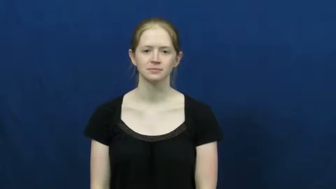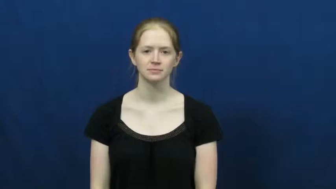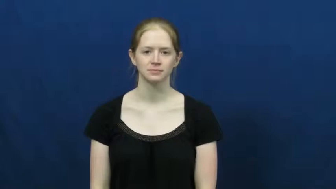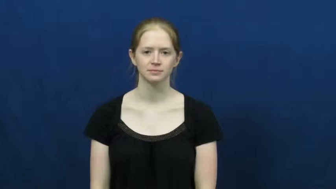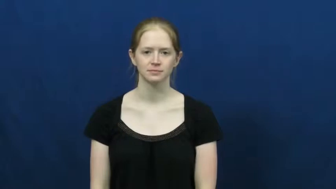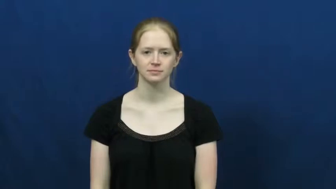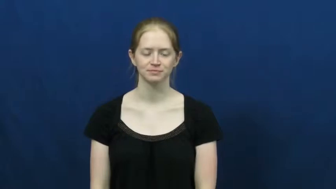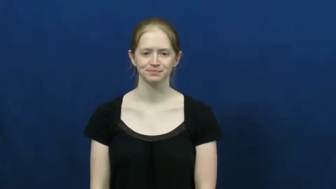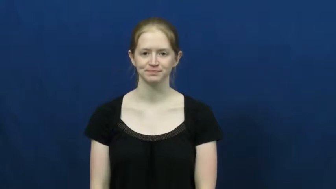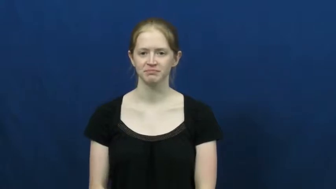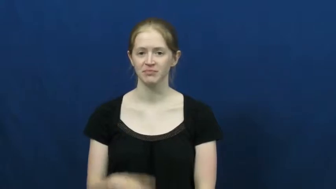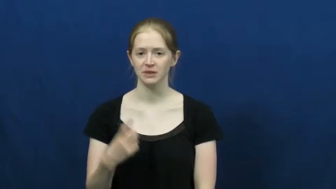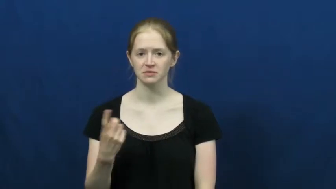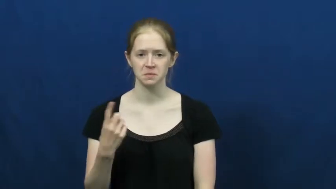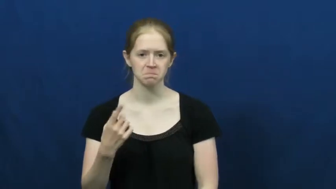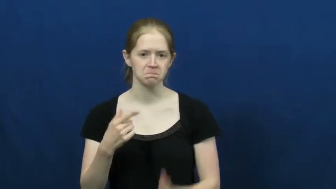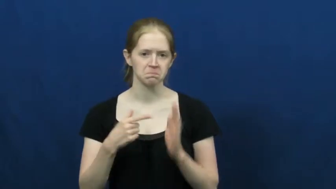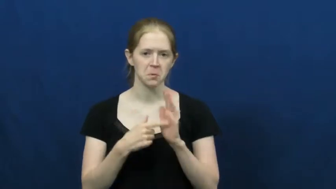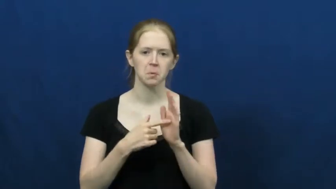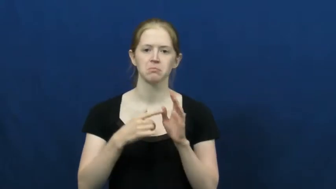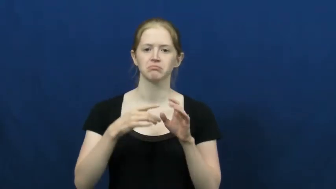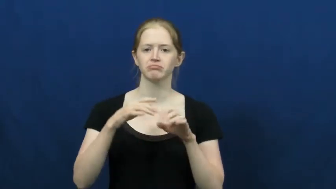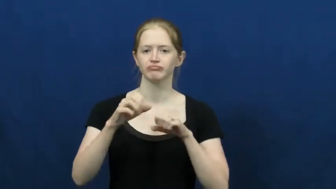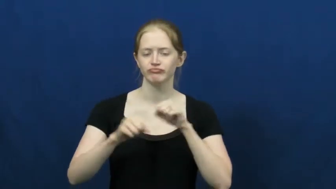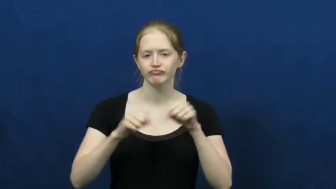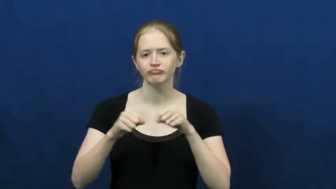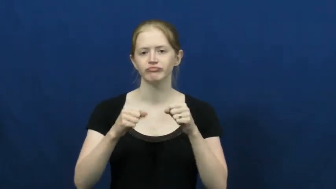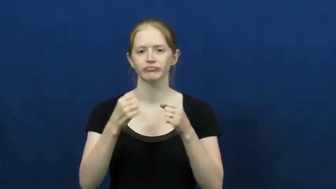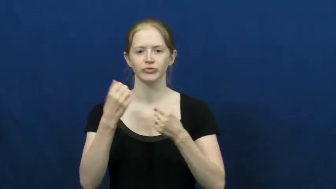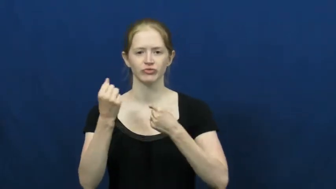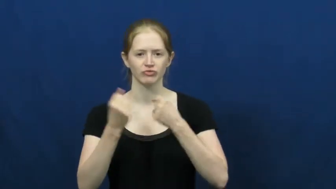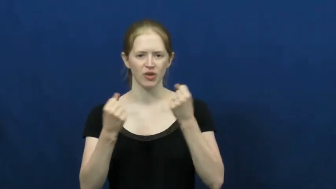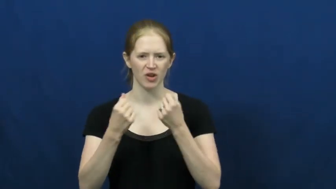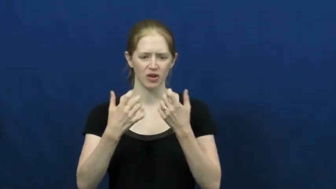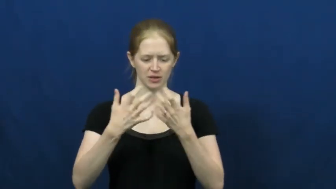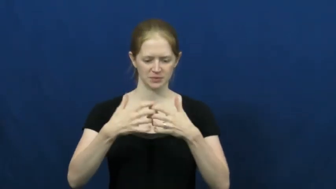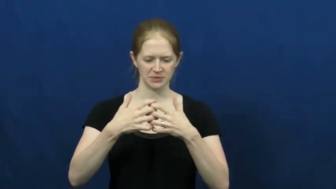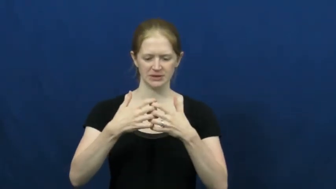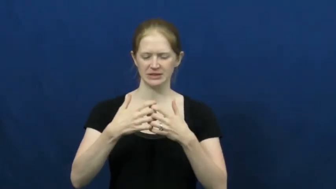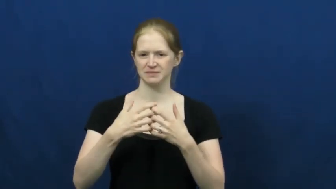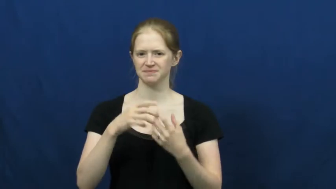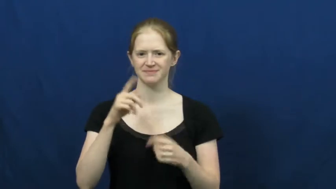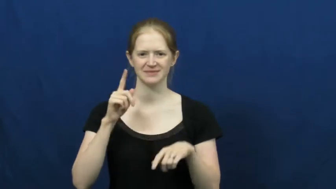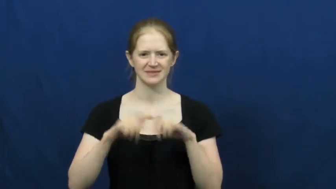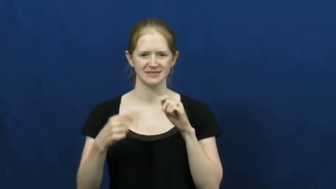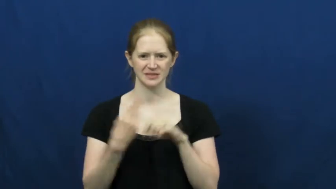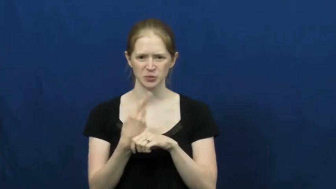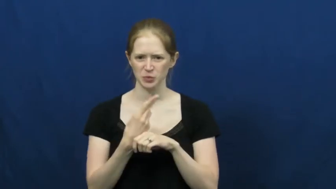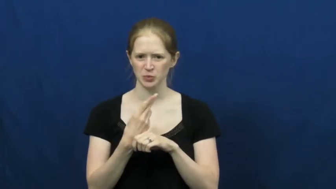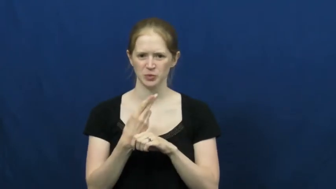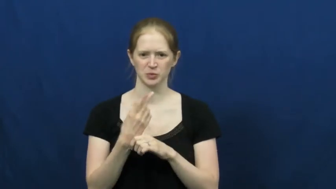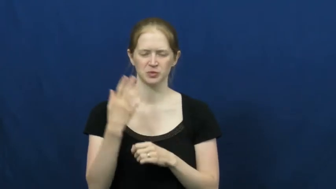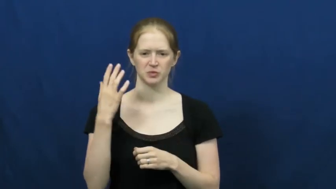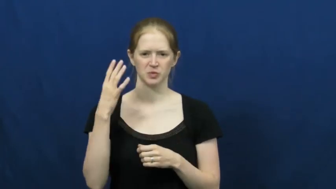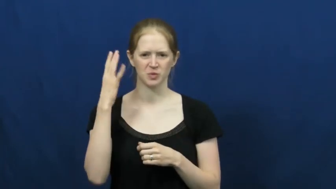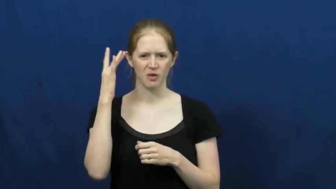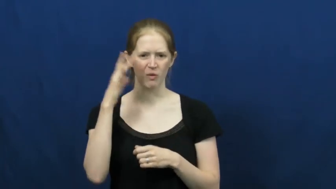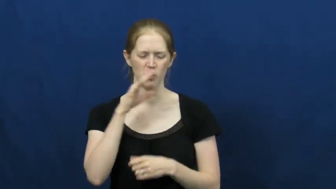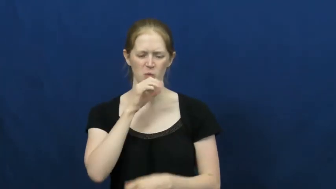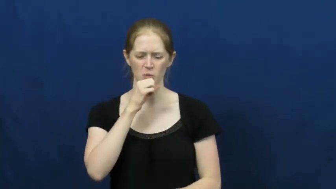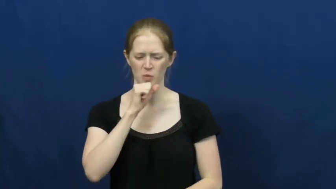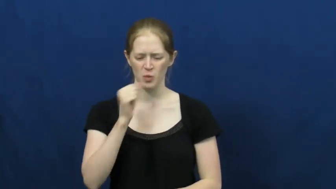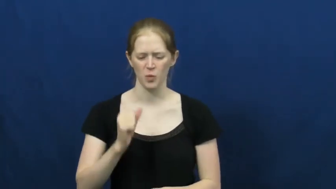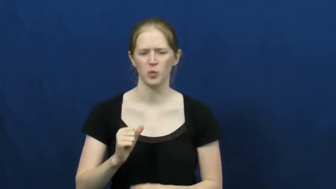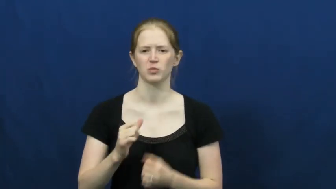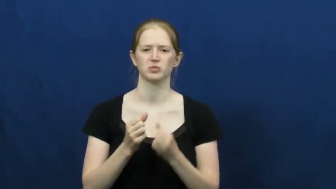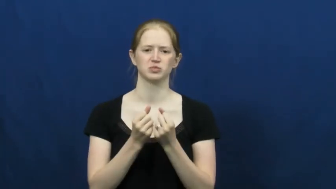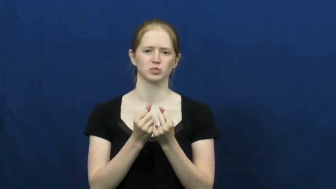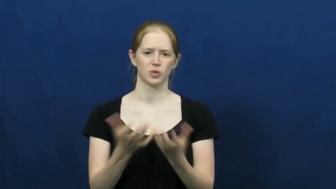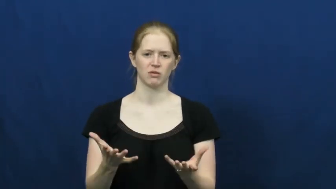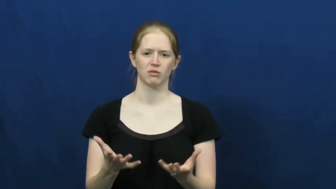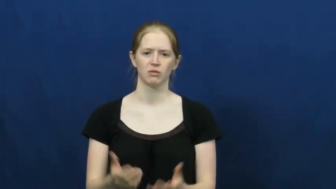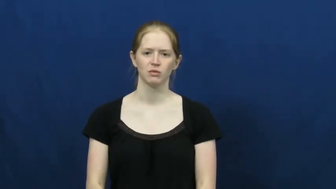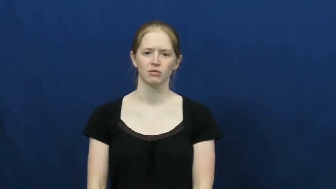worn-machine